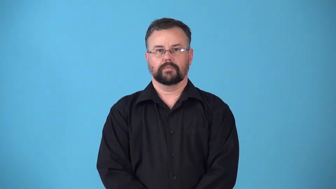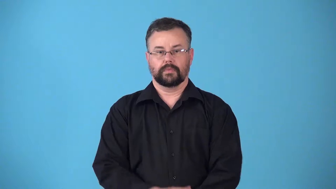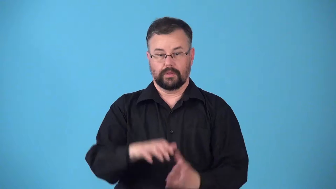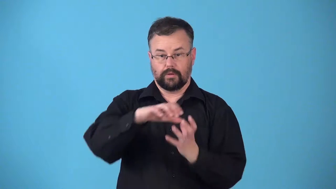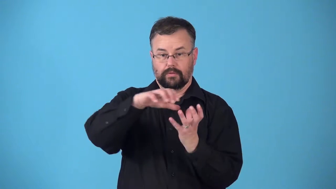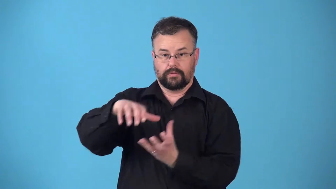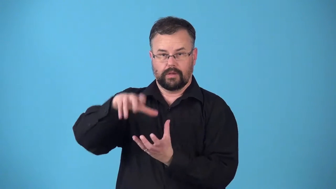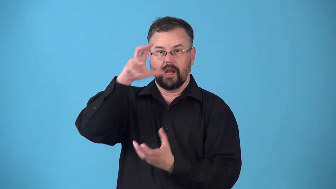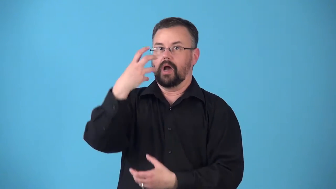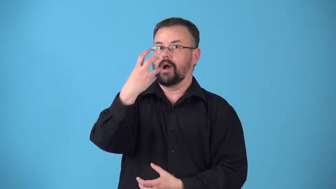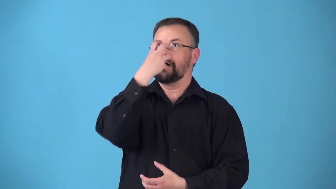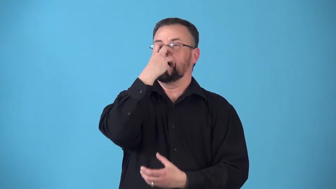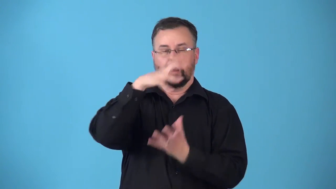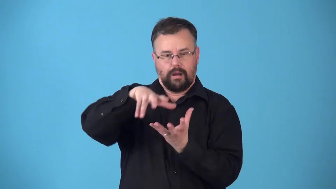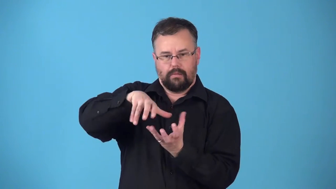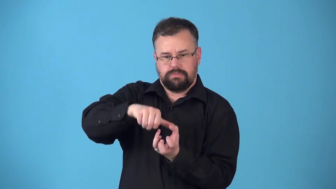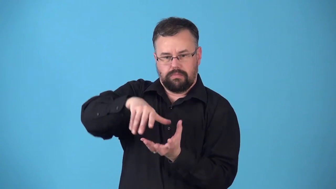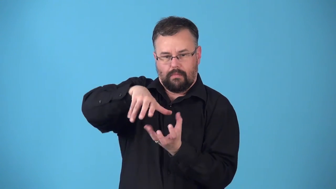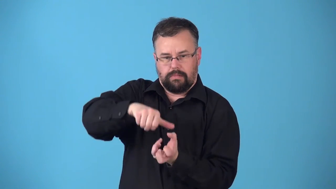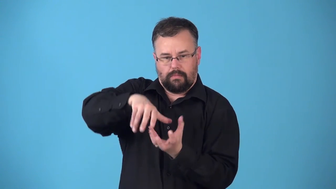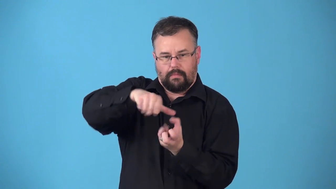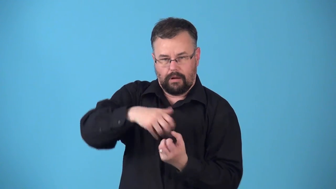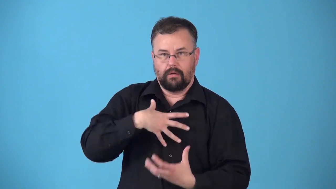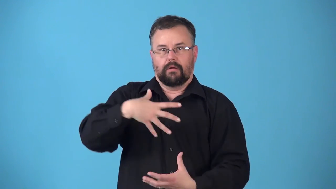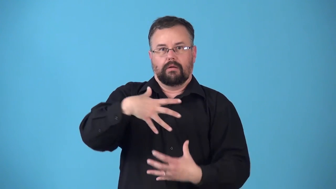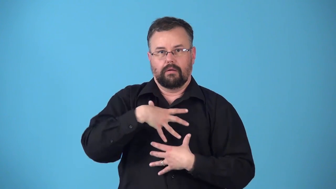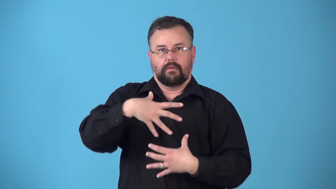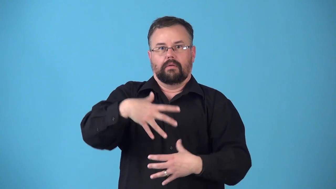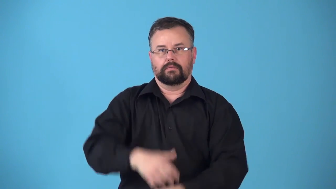resuscitator